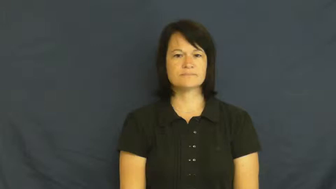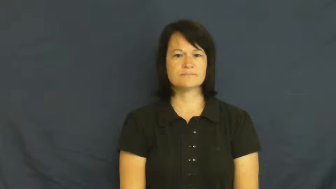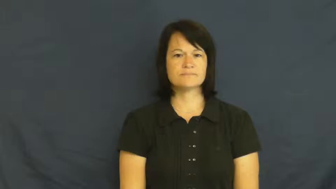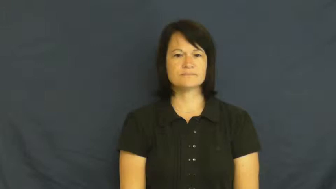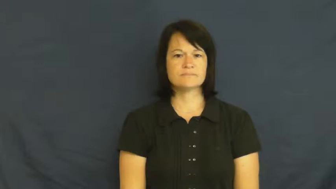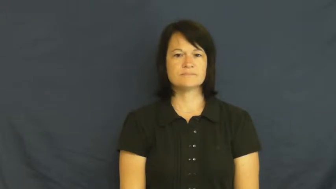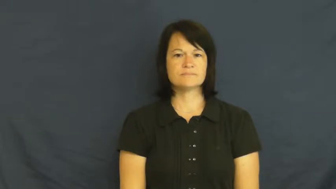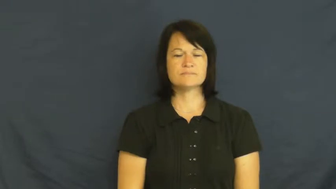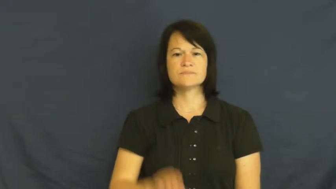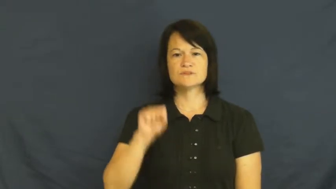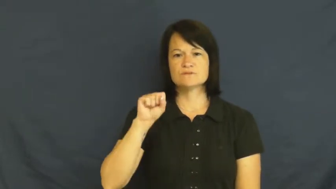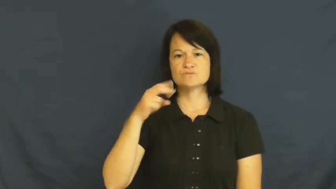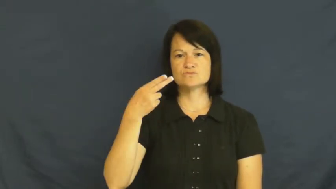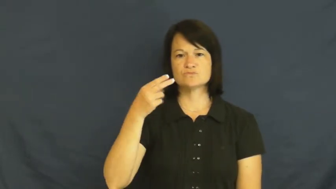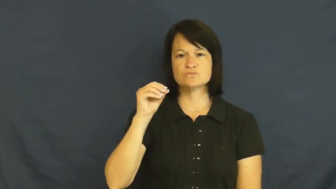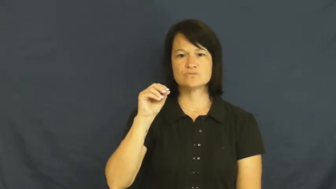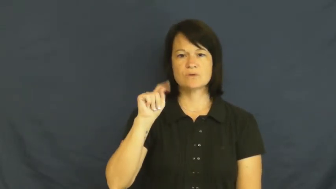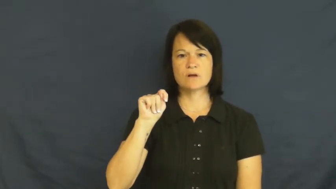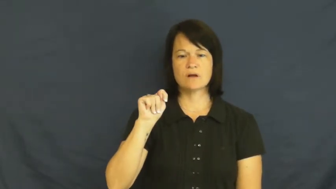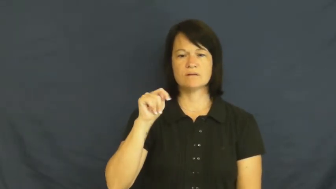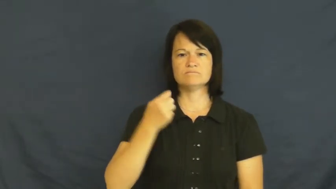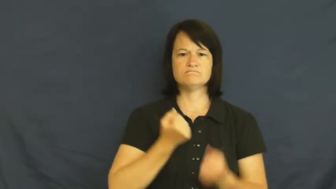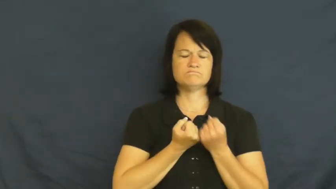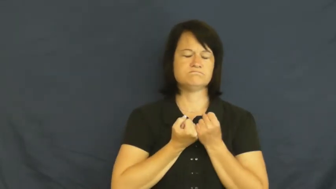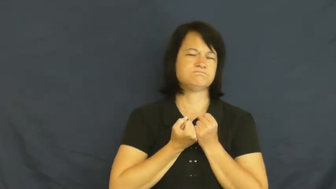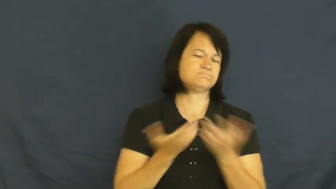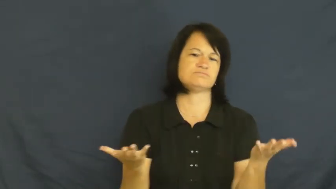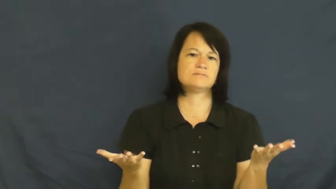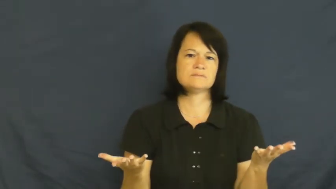shot-worn out